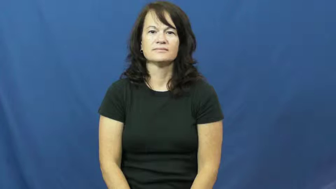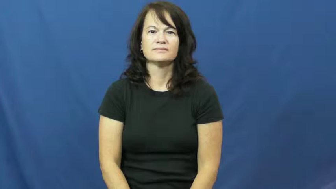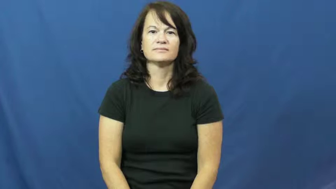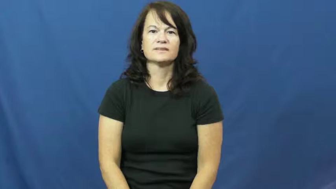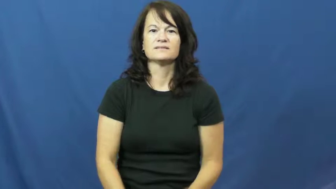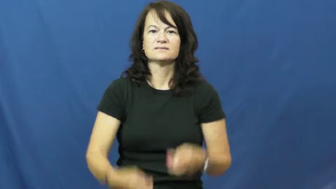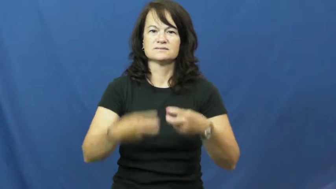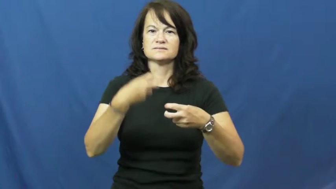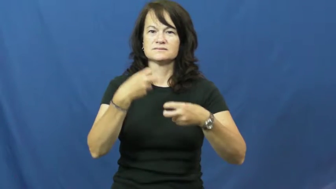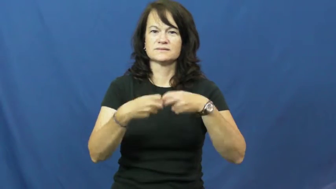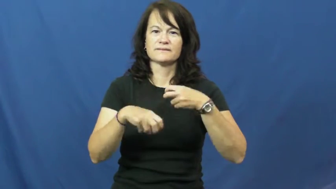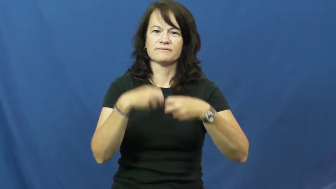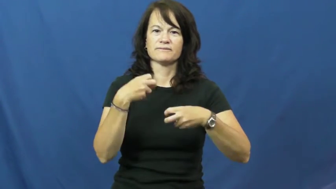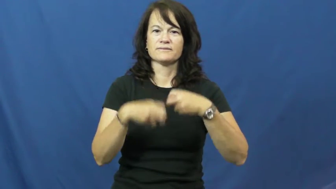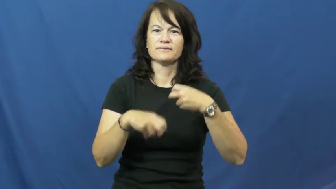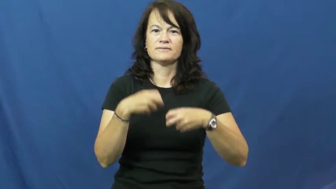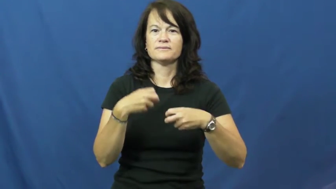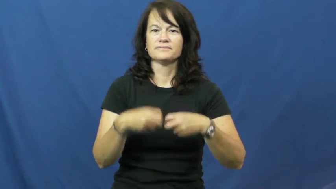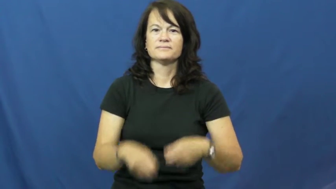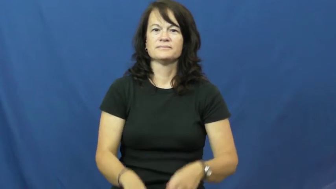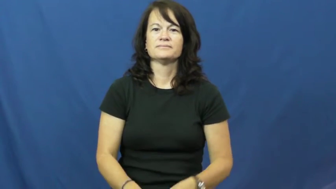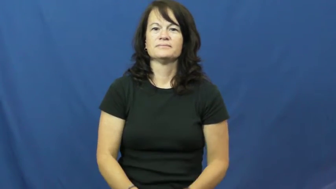travail